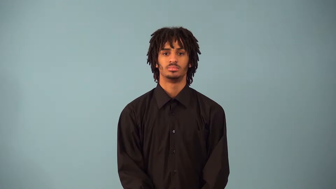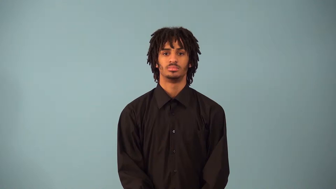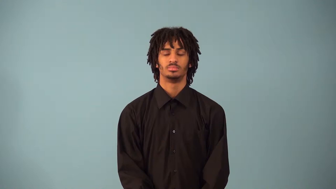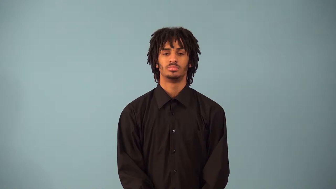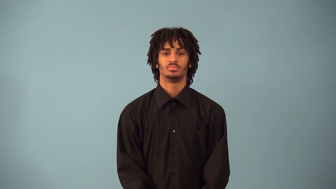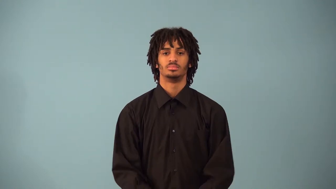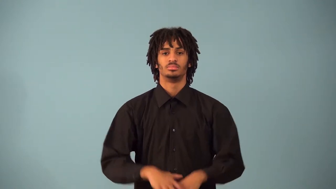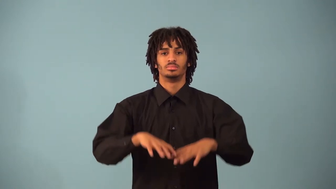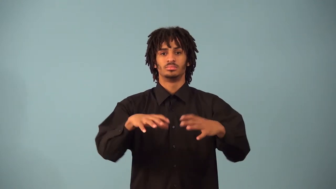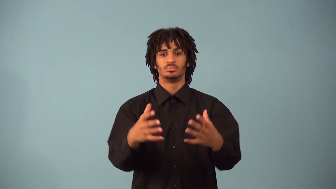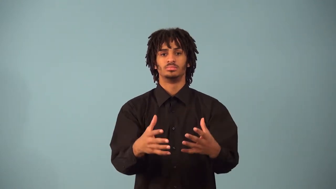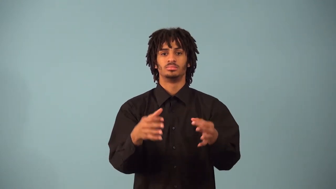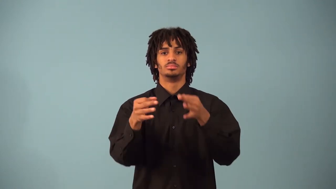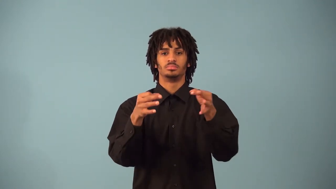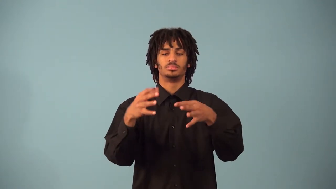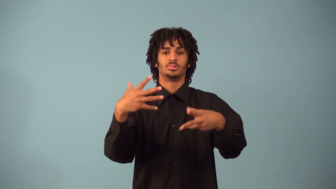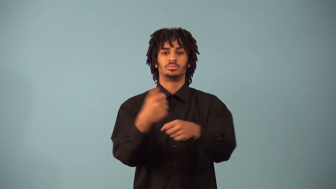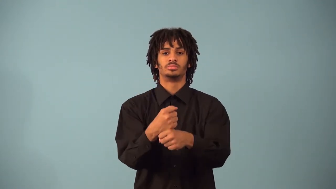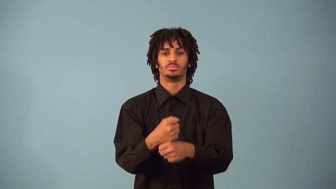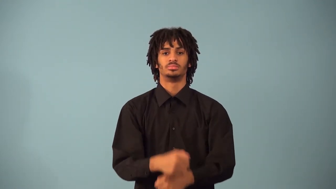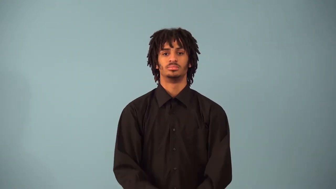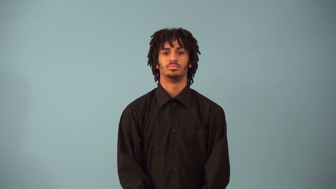set-builder notation